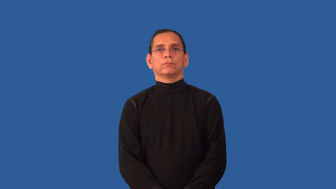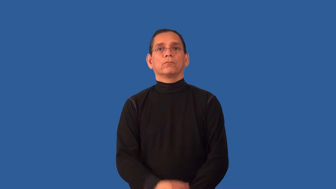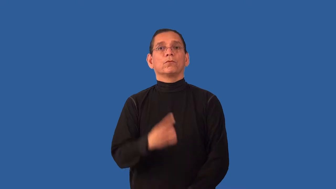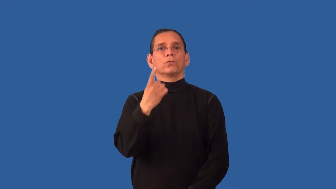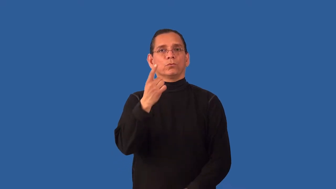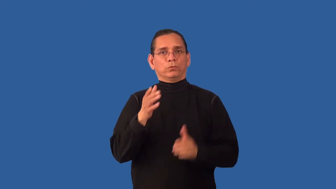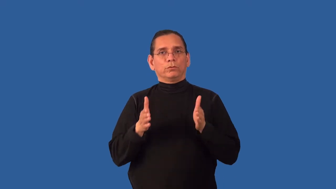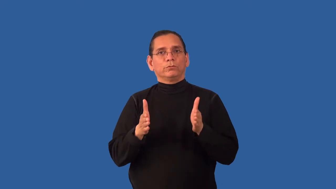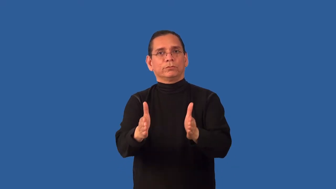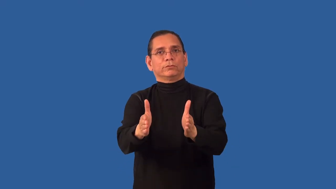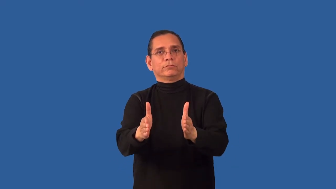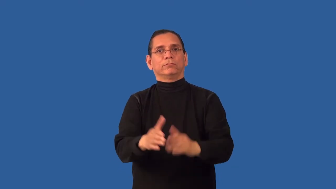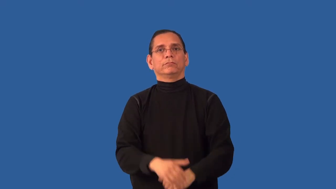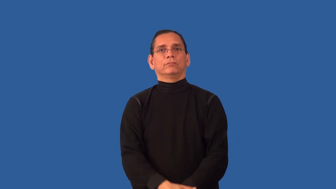unidirectional